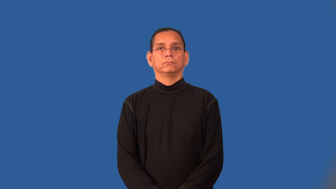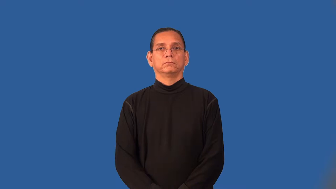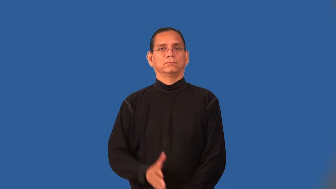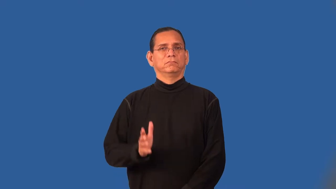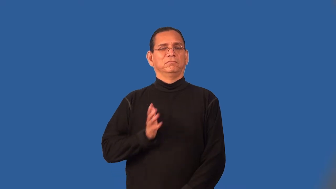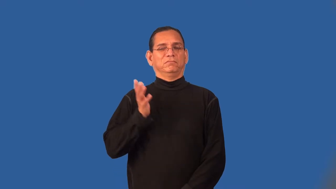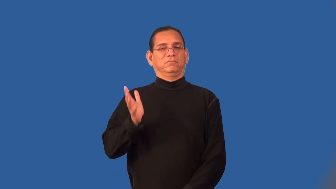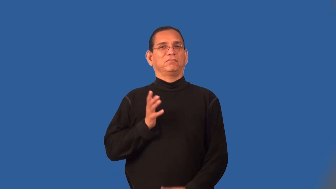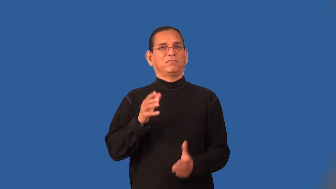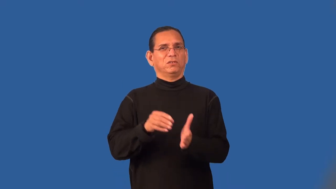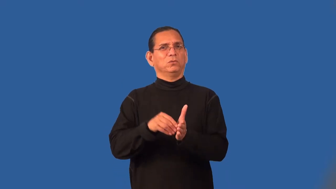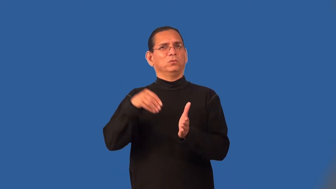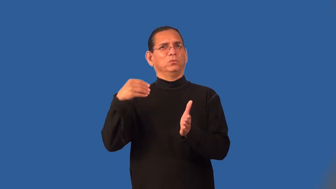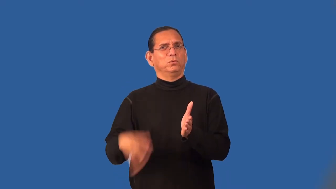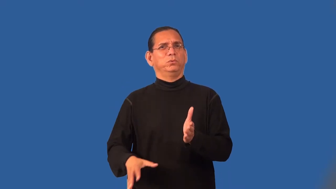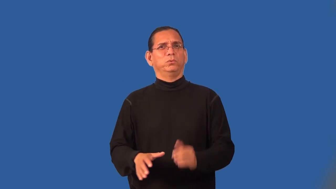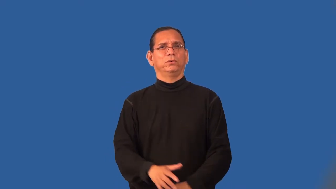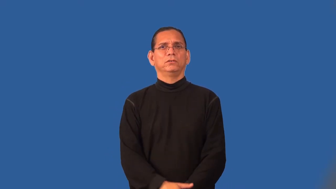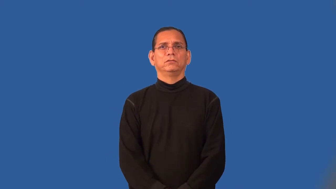ritzy